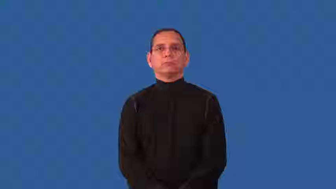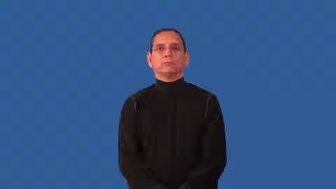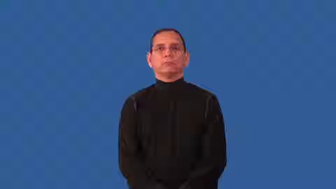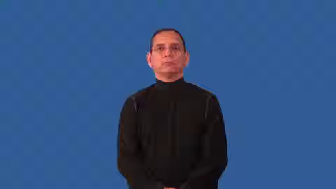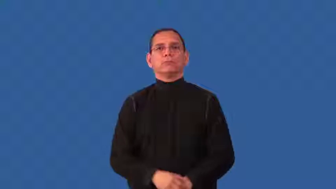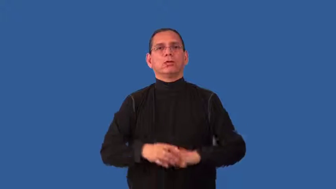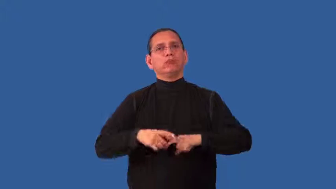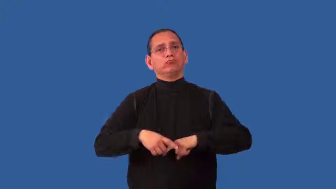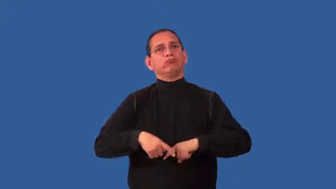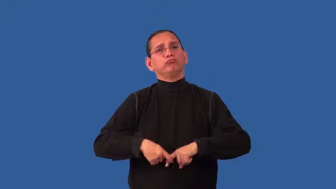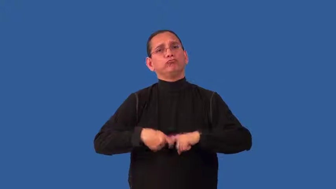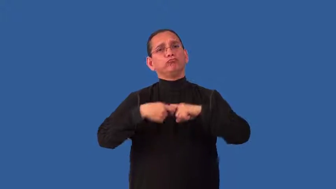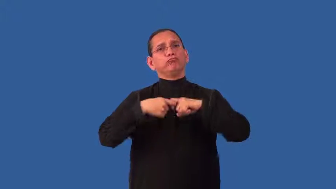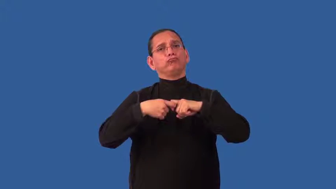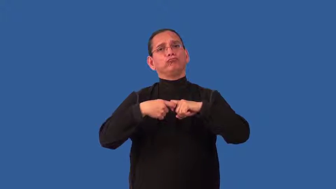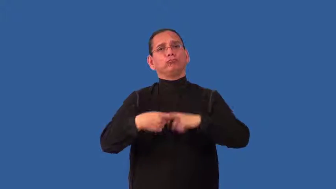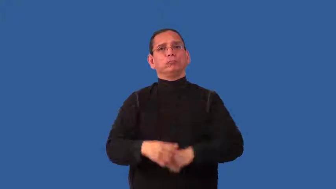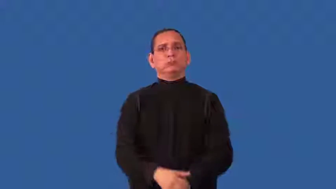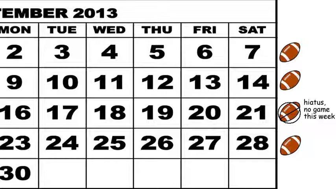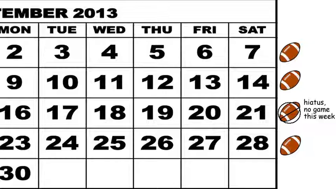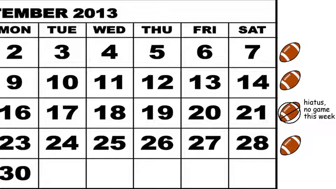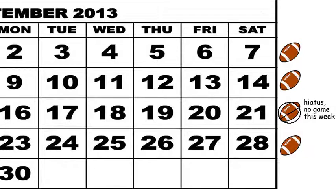hiatus